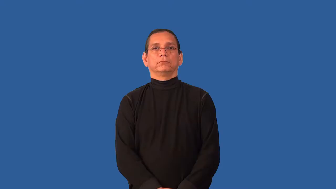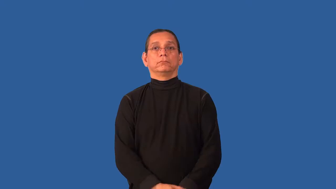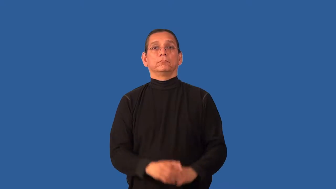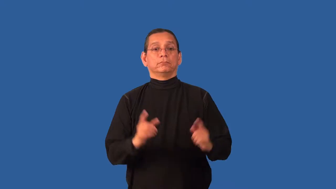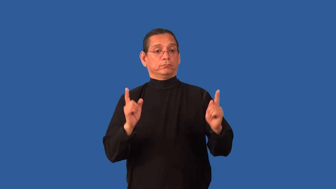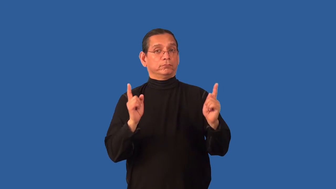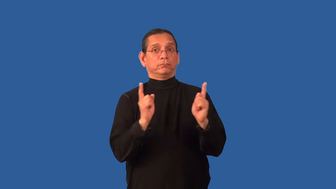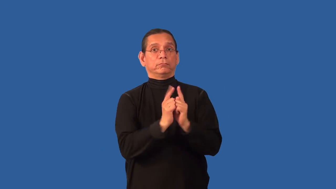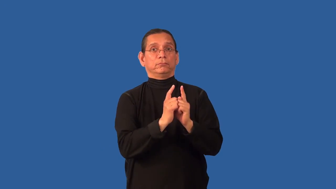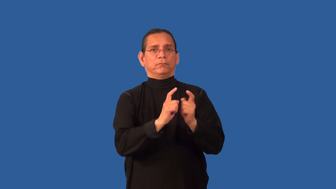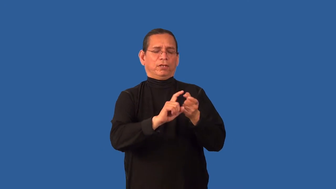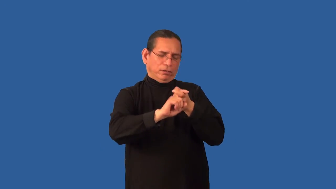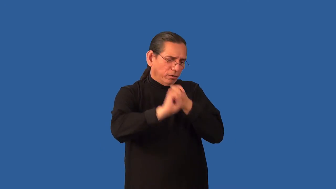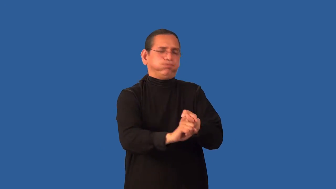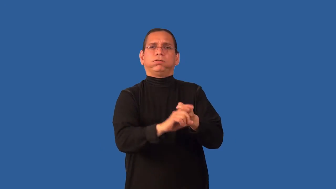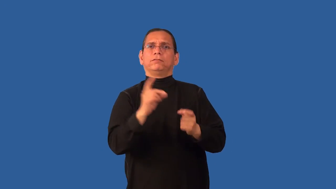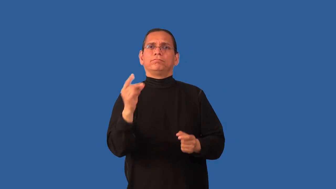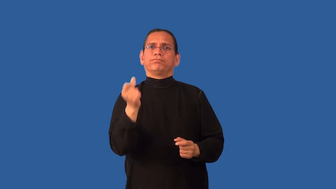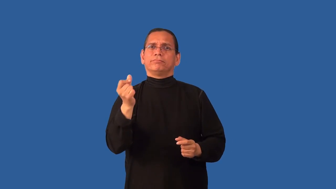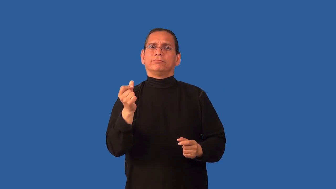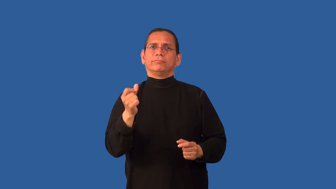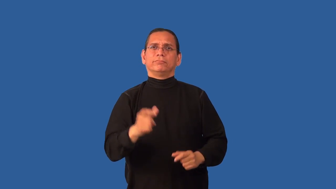click-relation